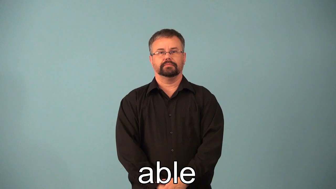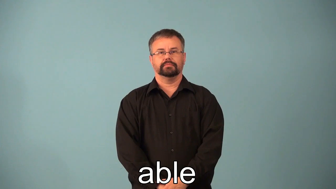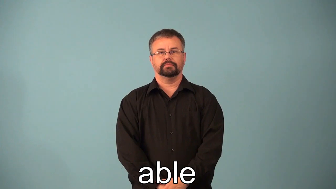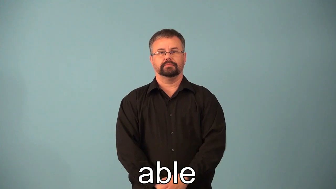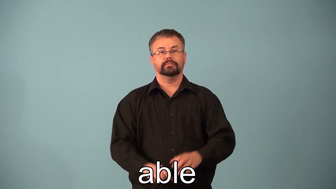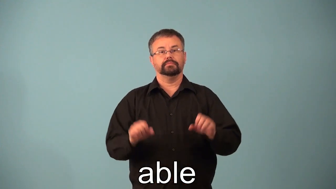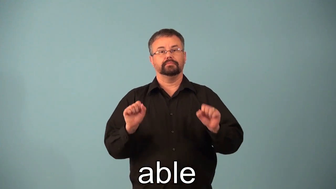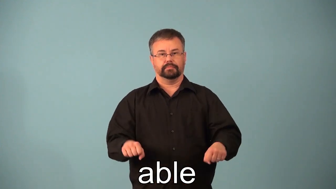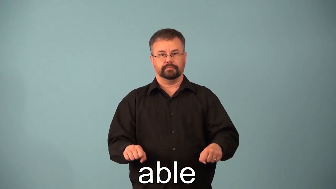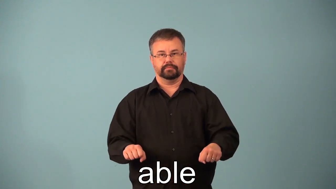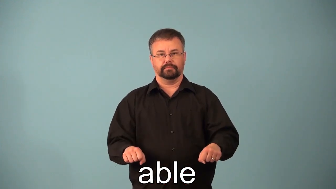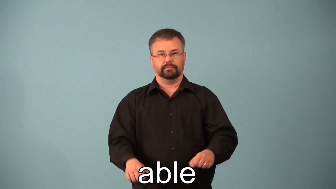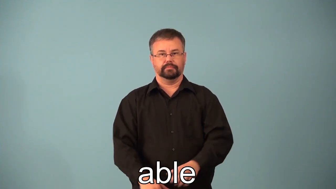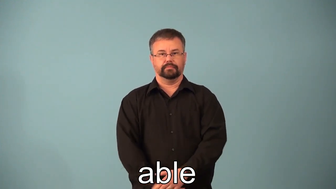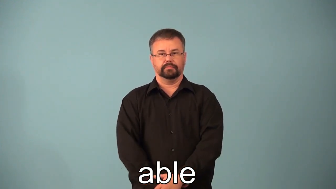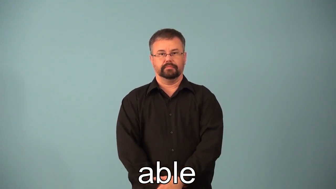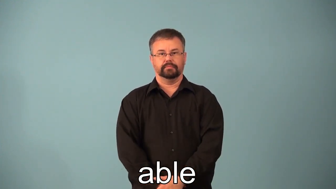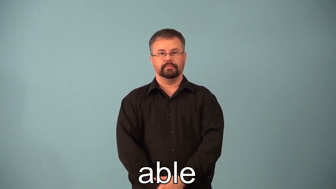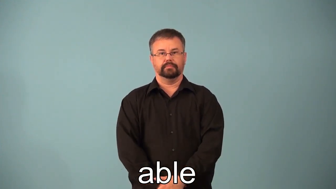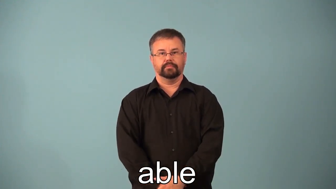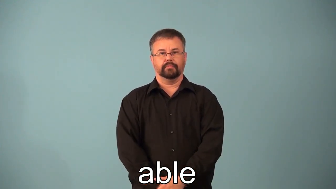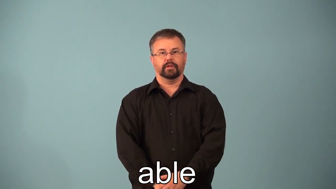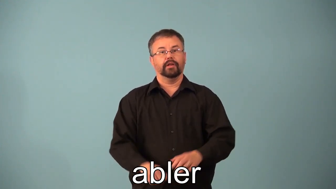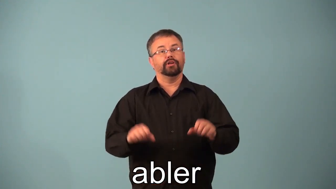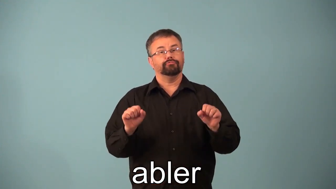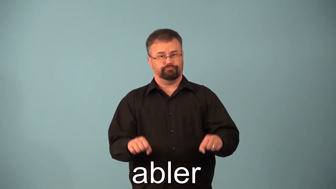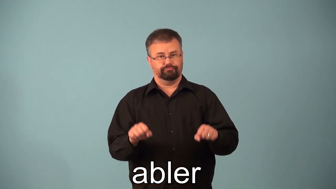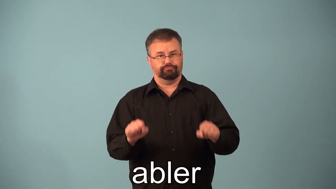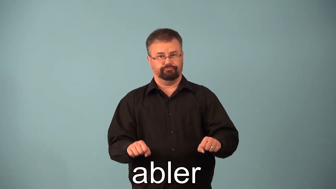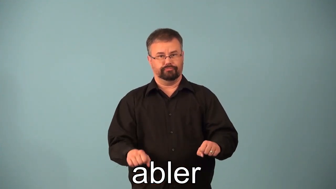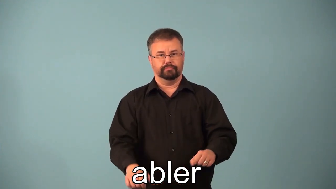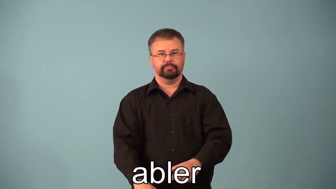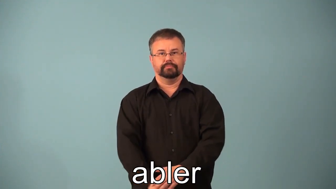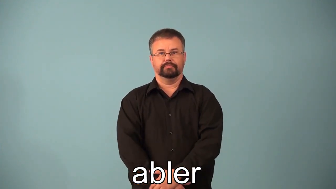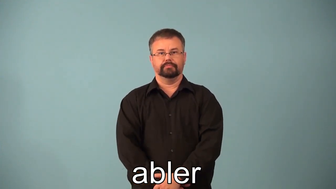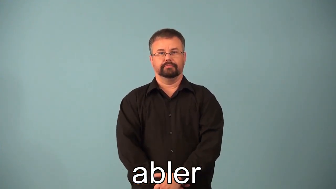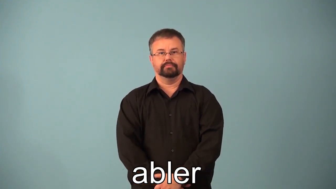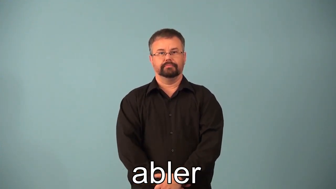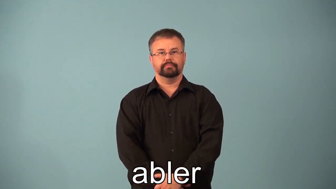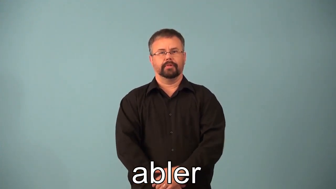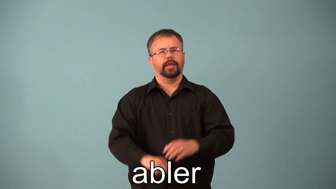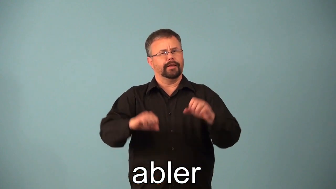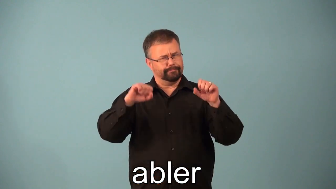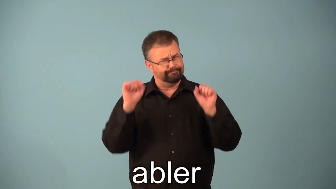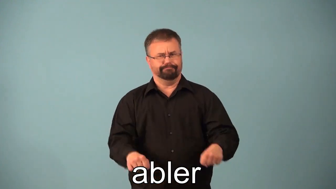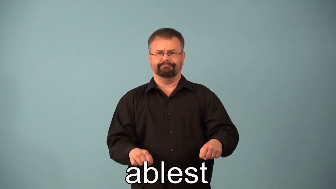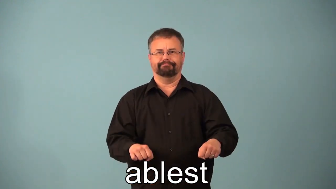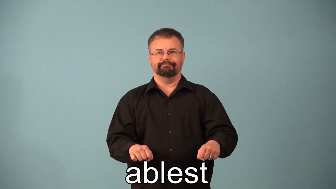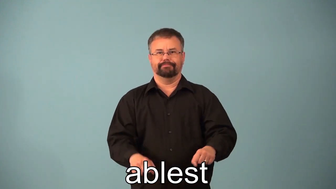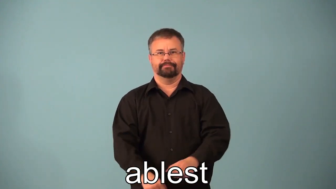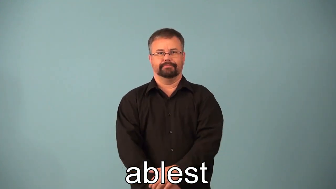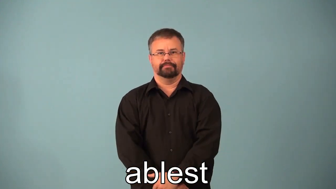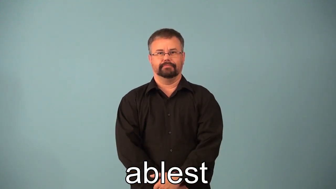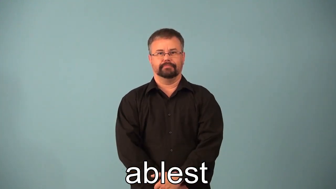abler,ablest